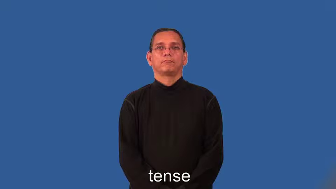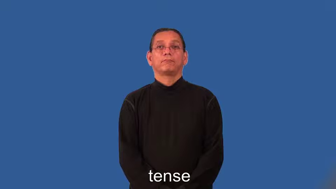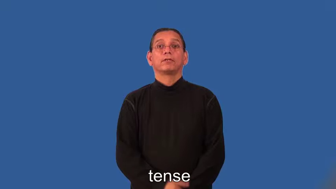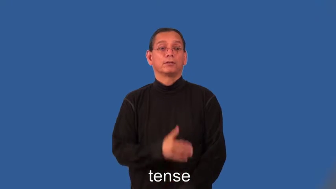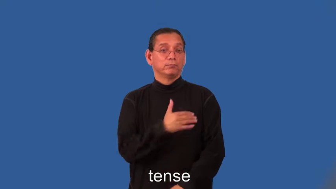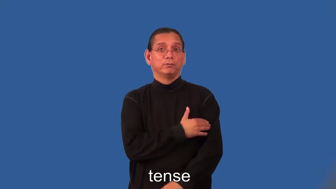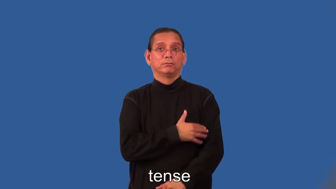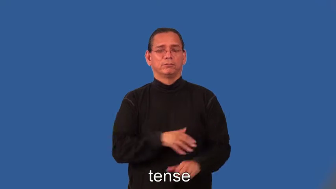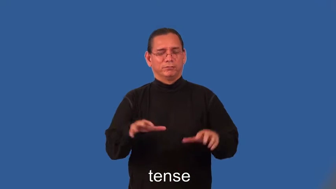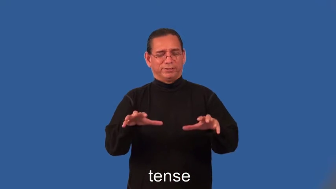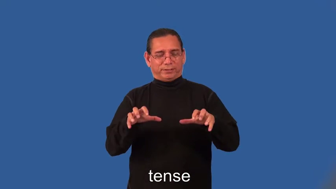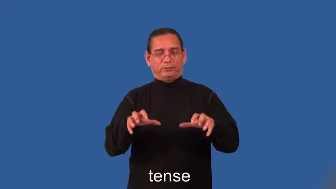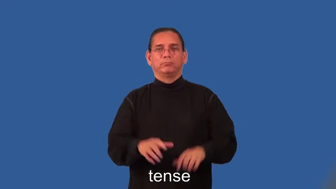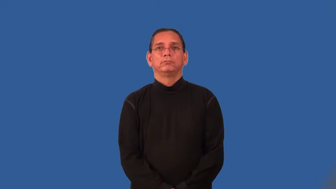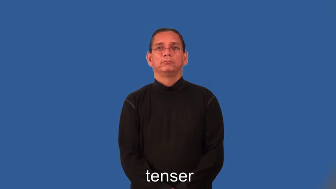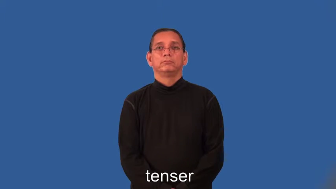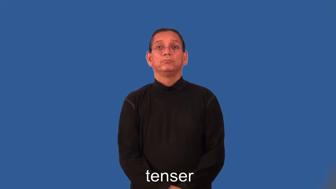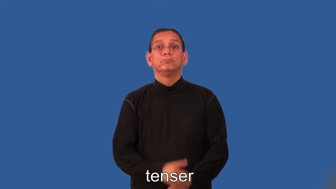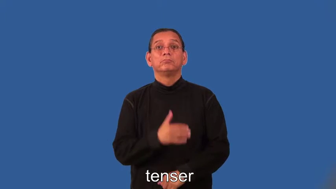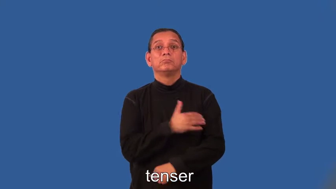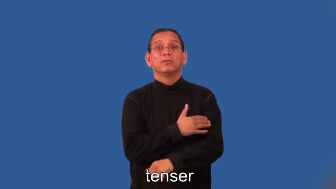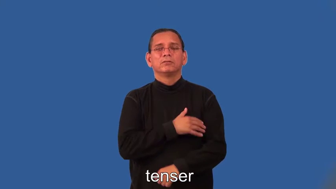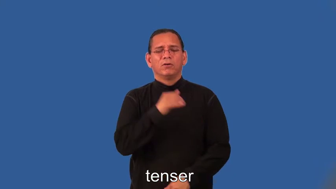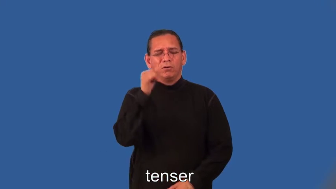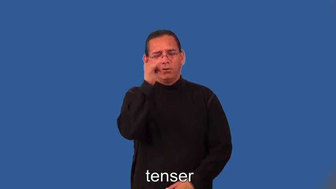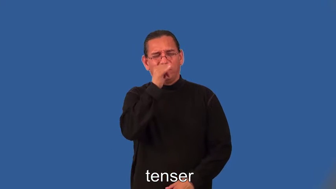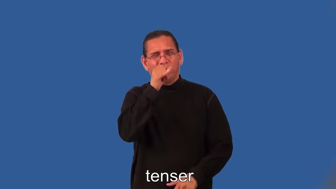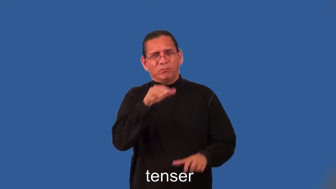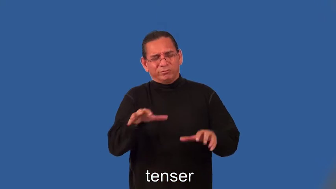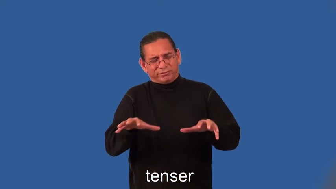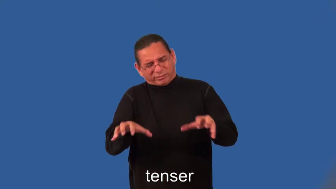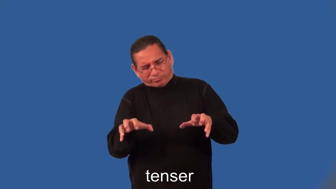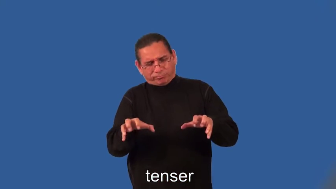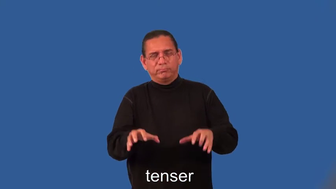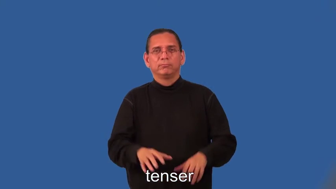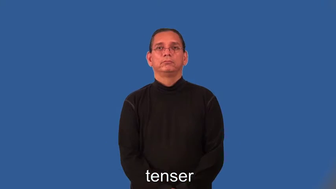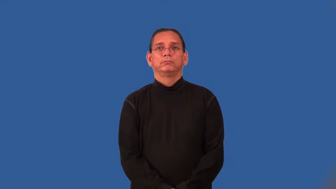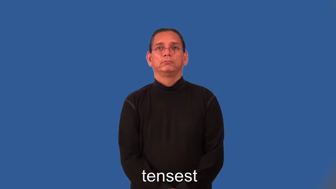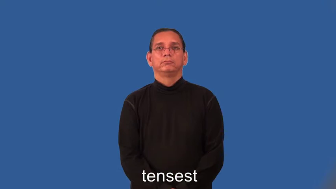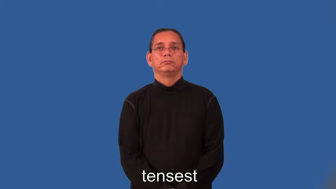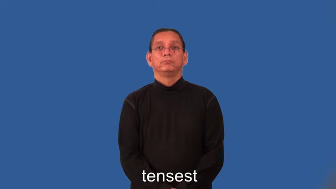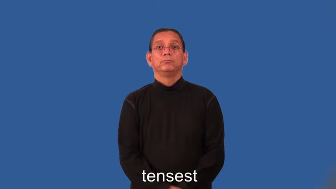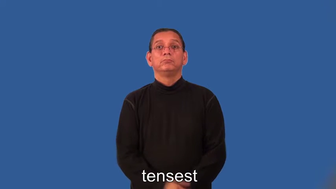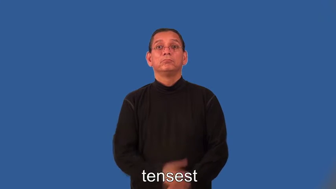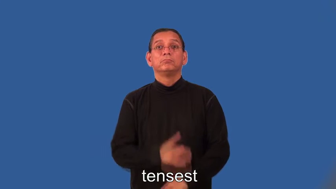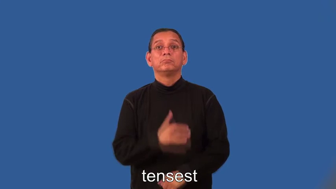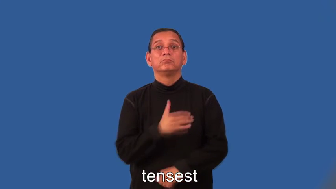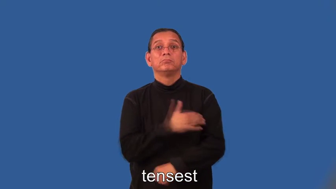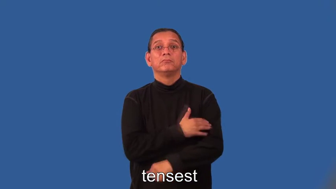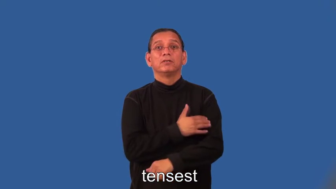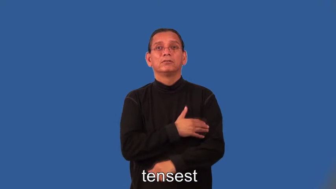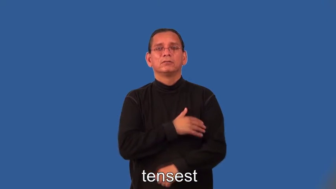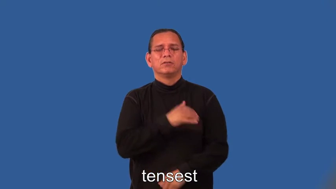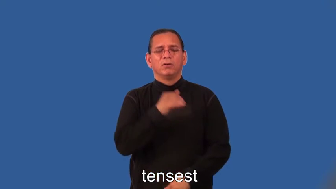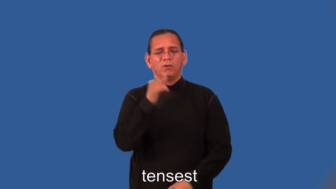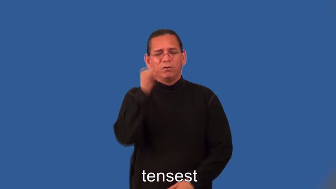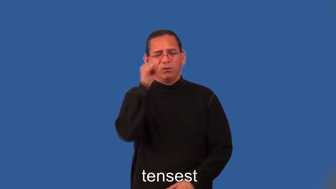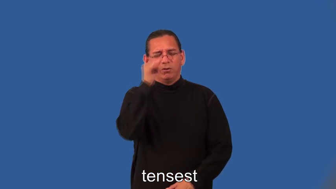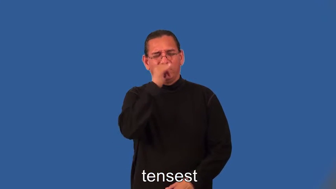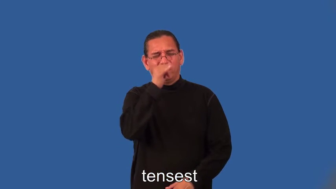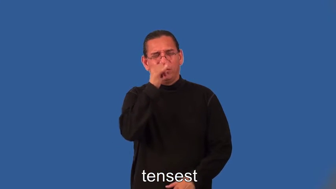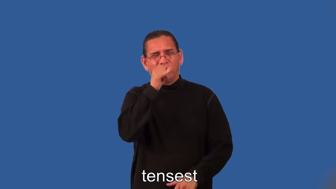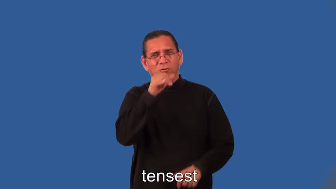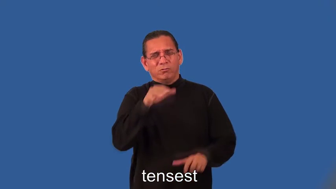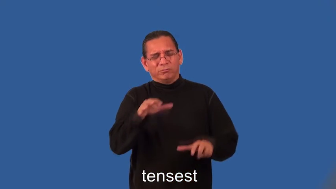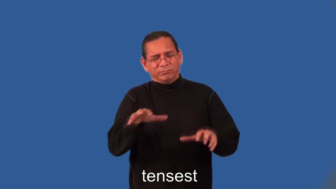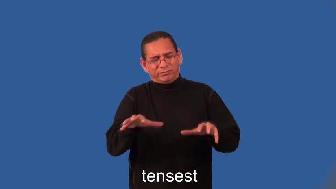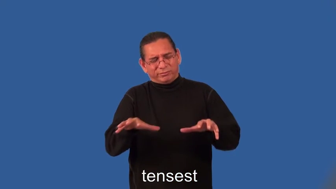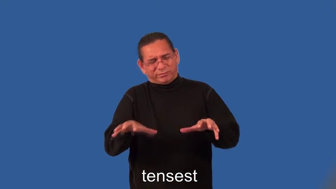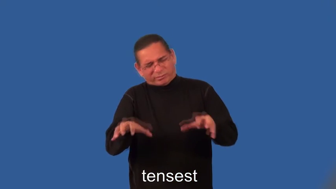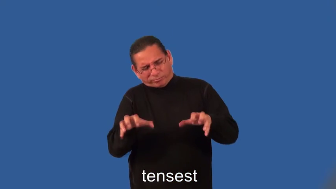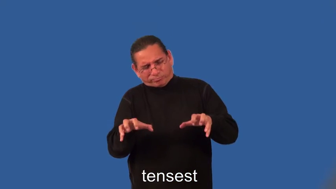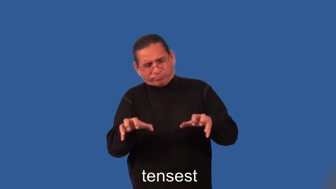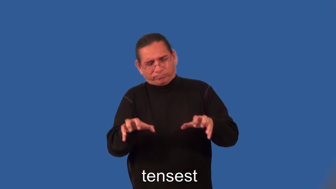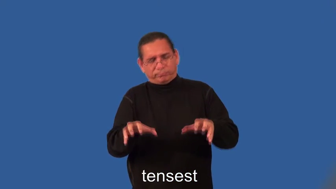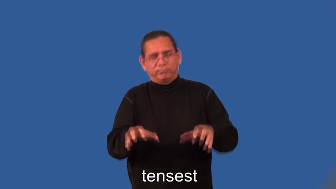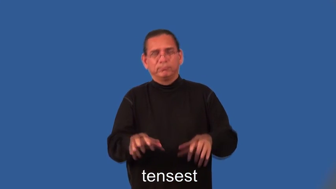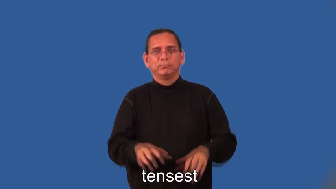tenser,tensest-muscle